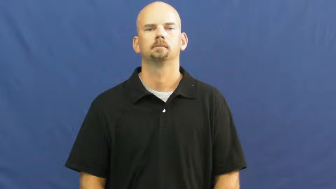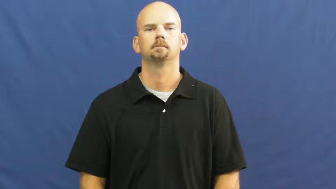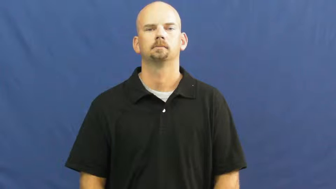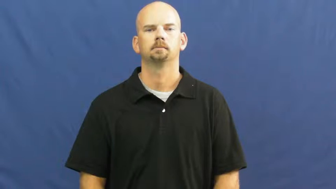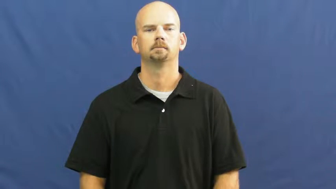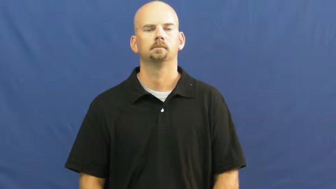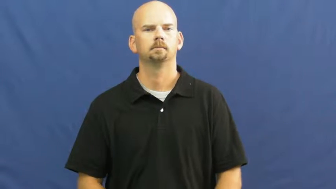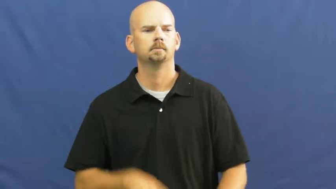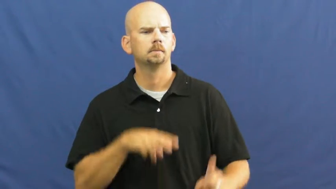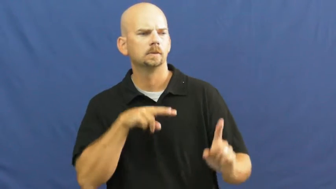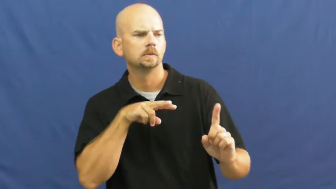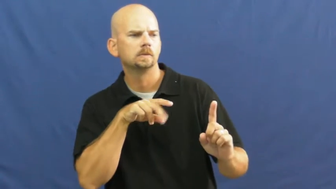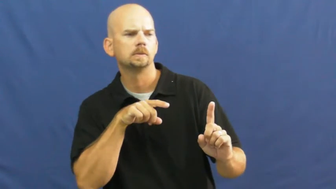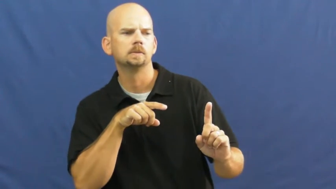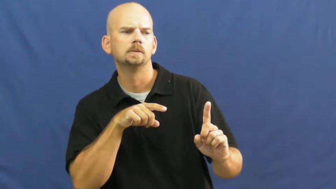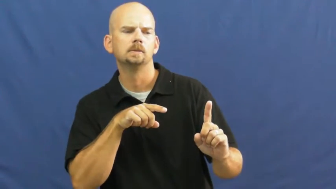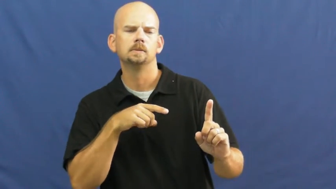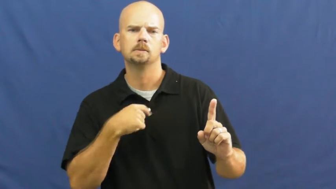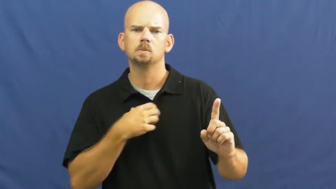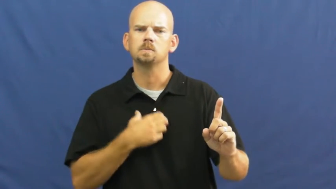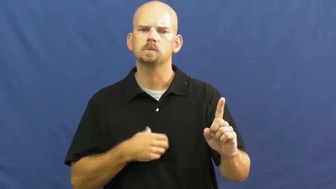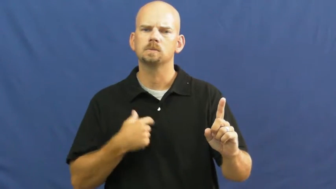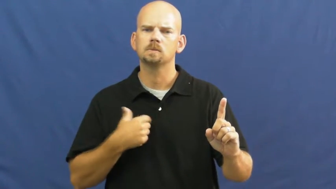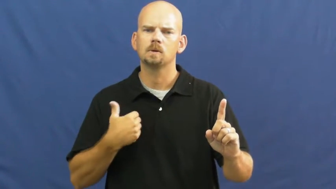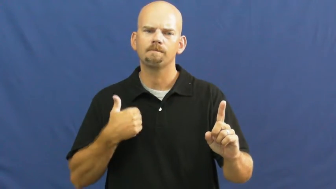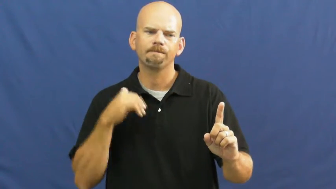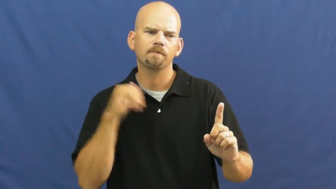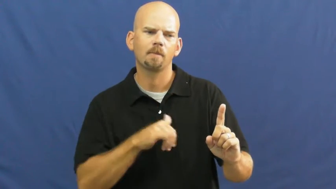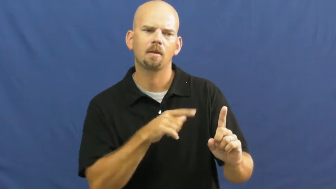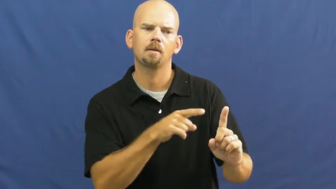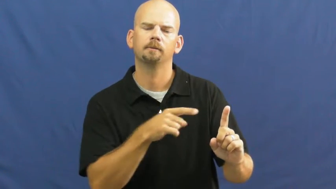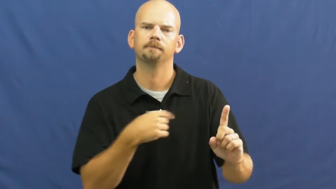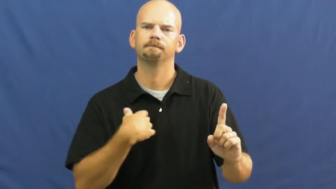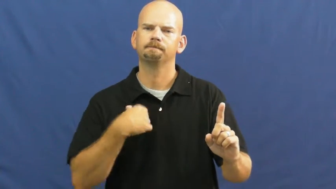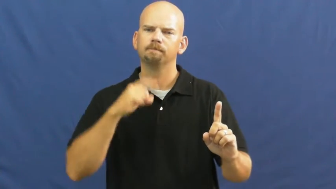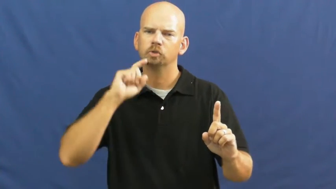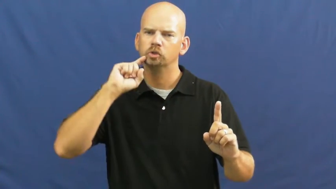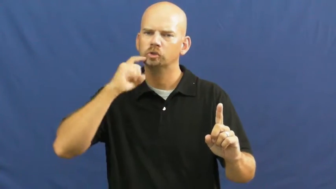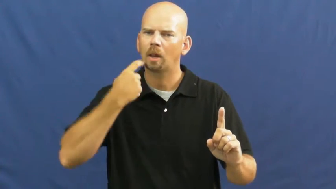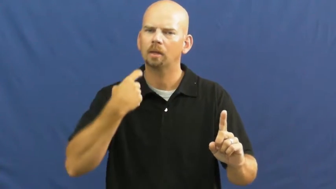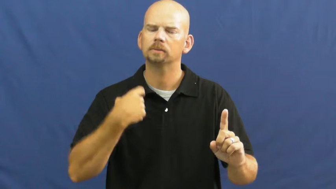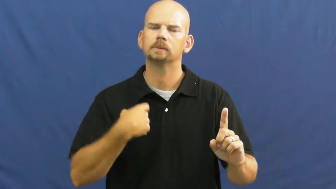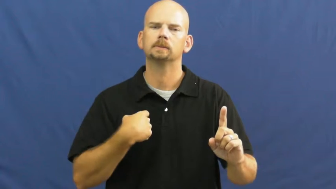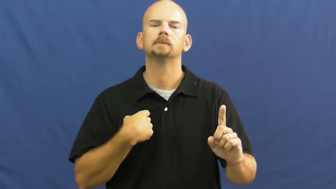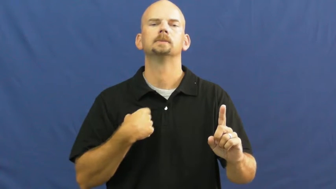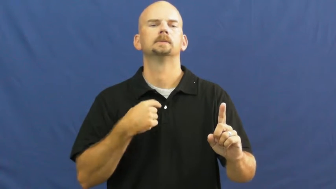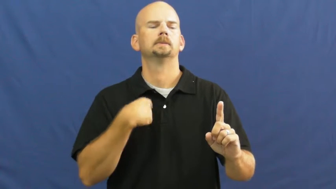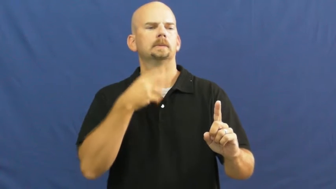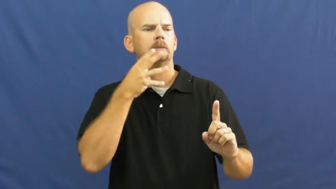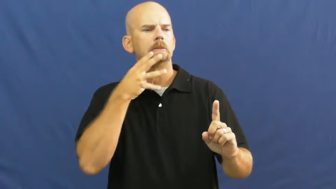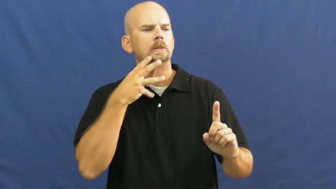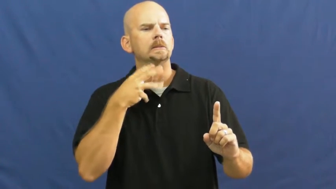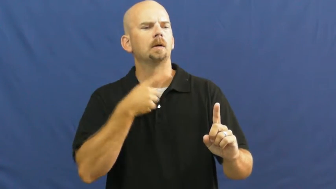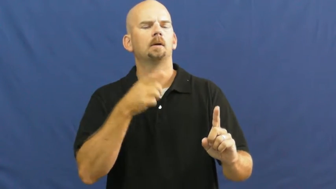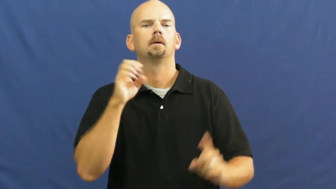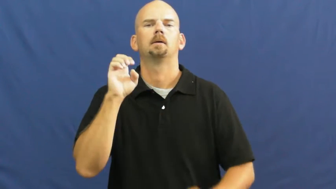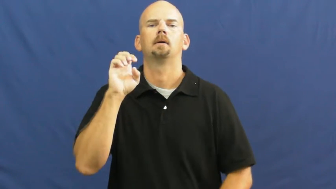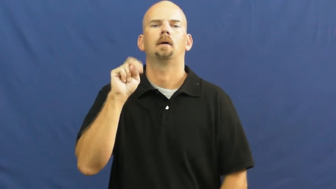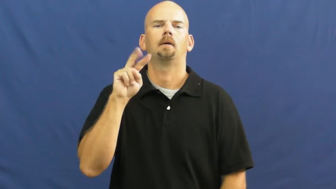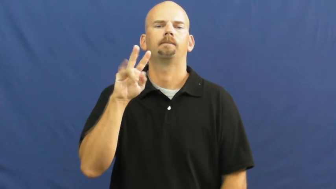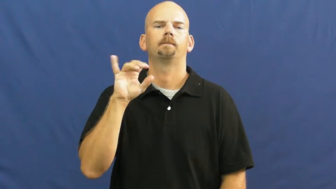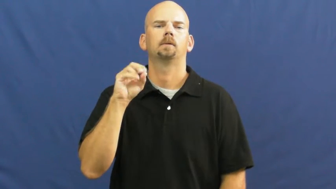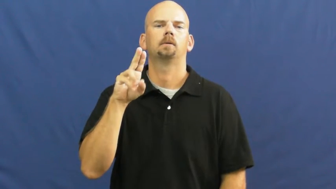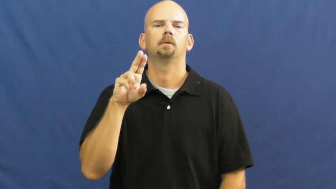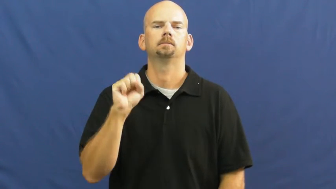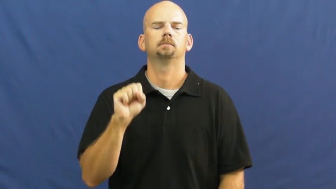envy,drool